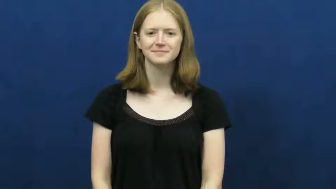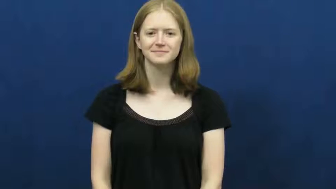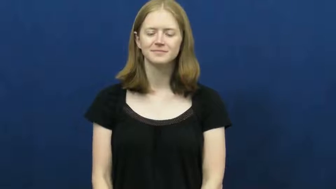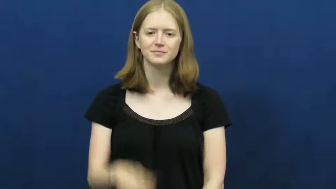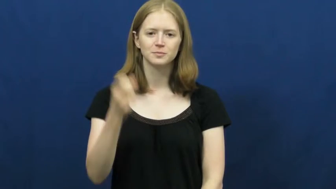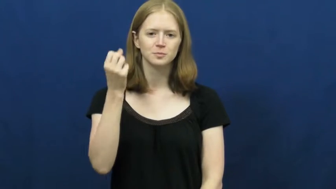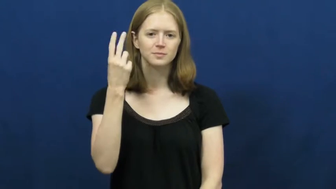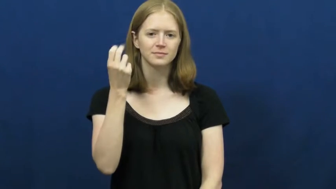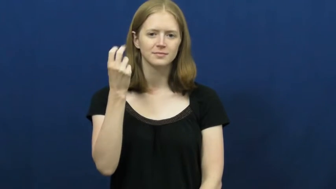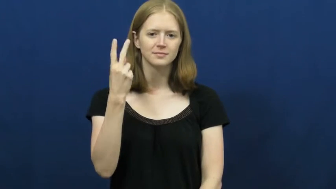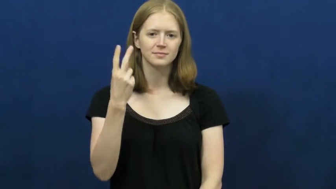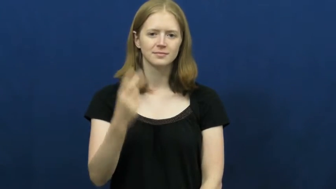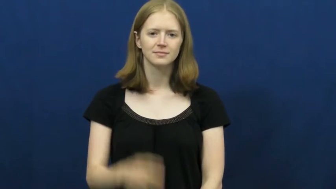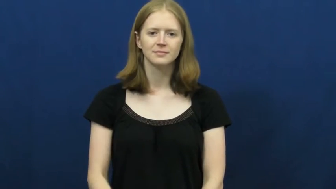twelve